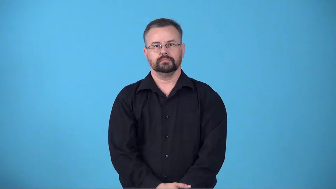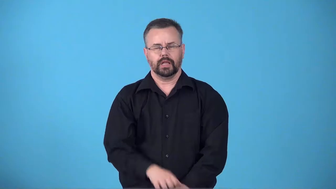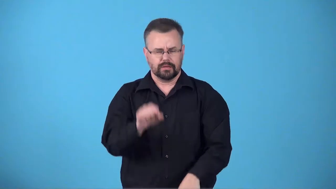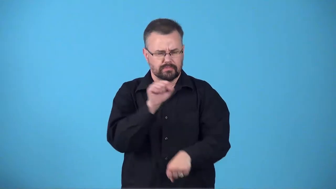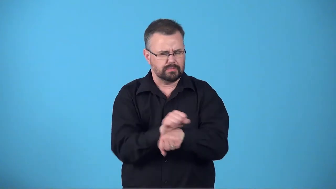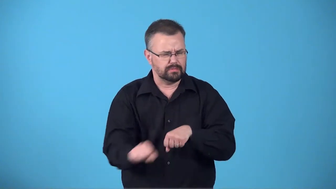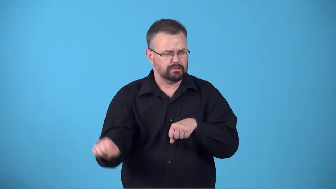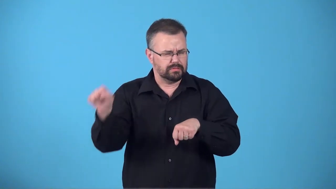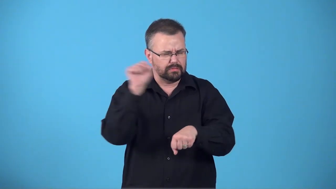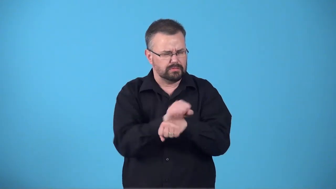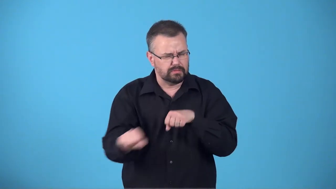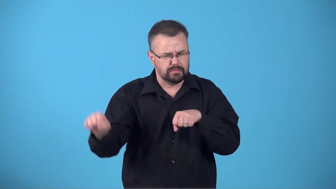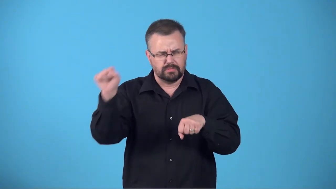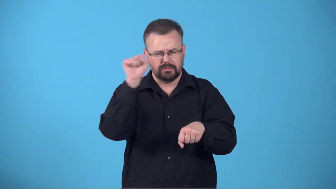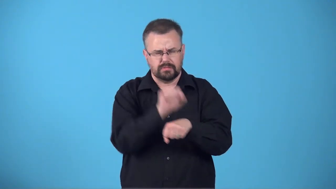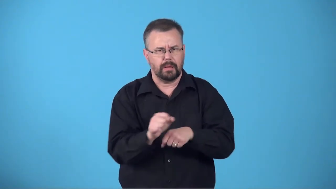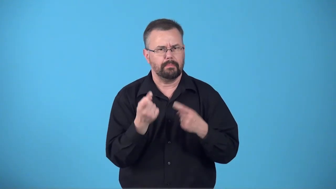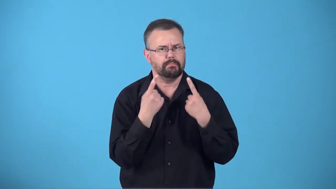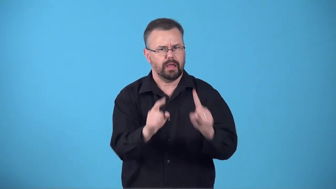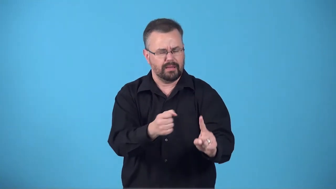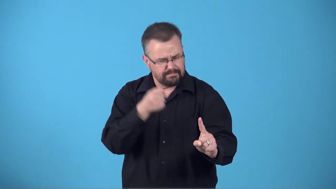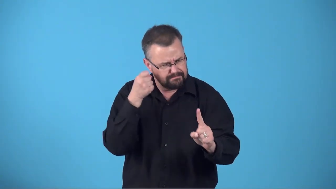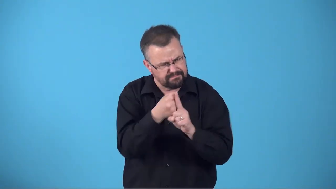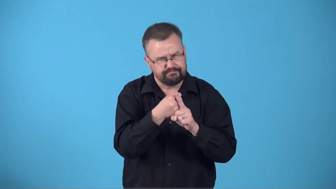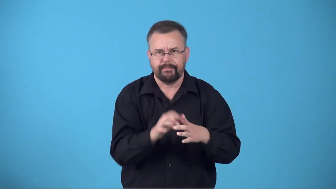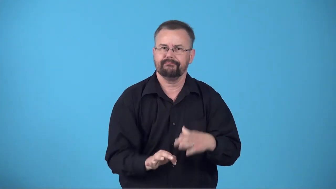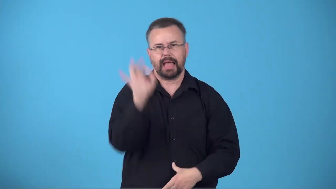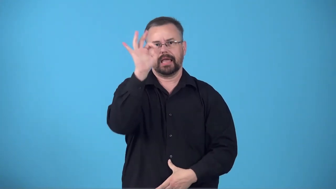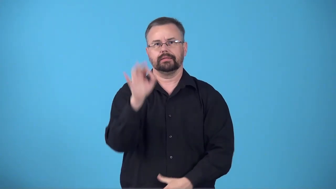breakthrough-new